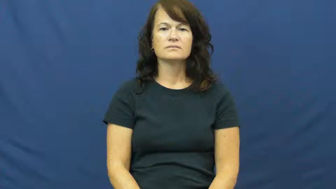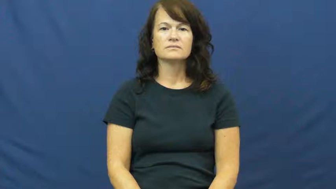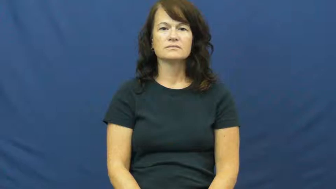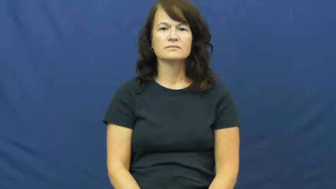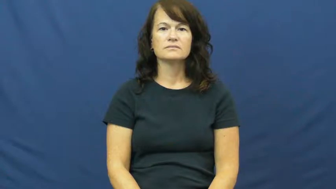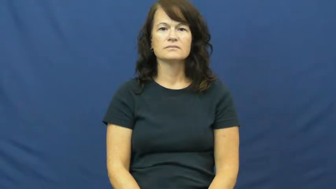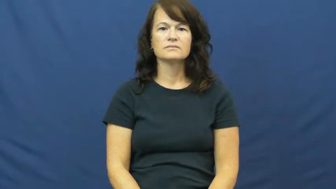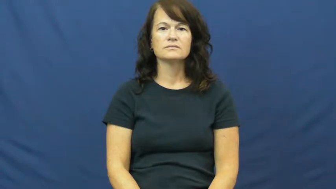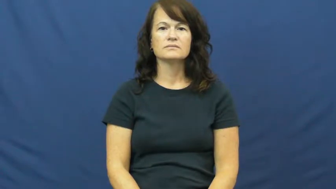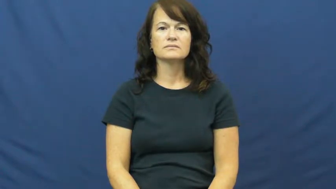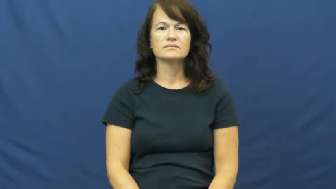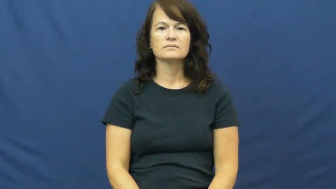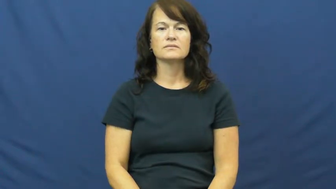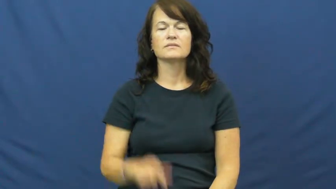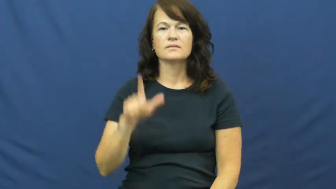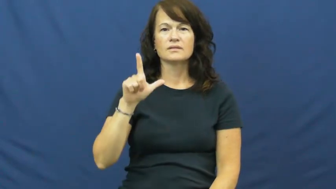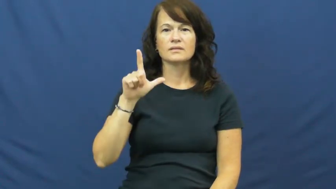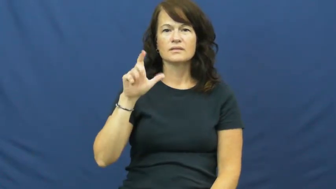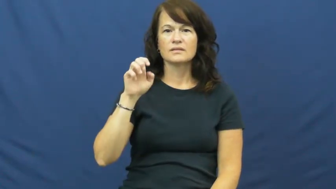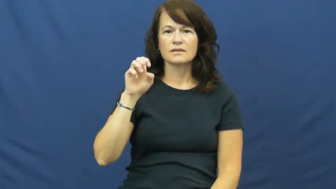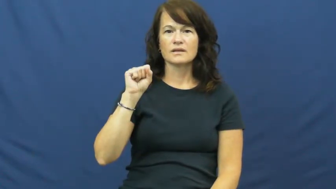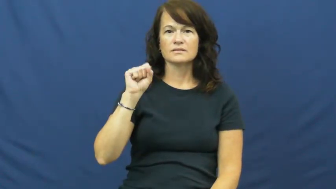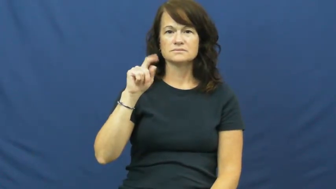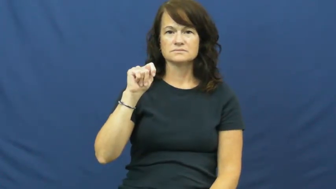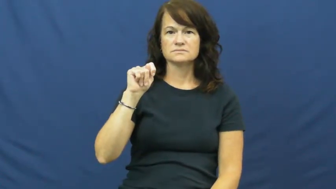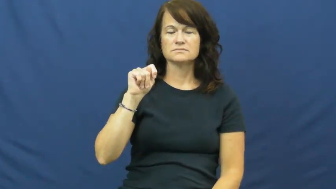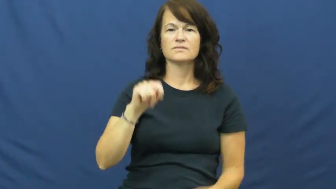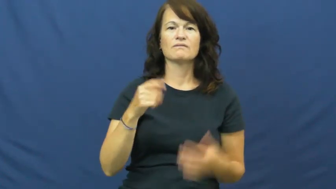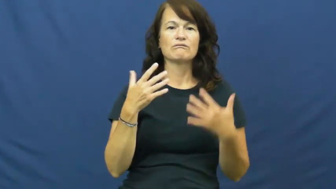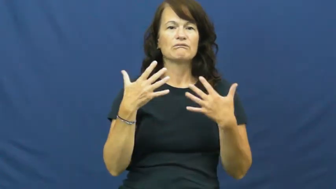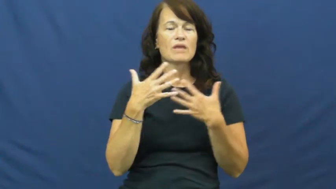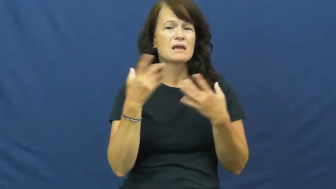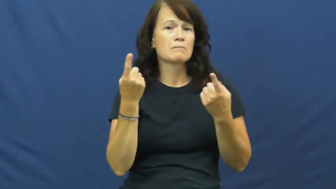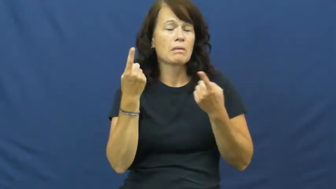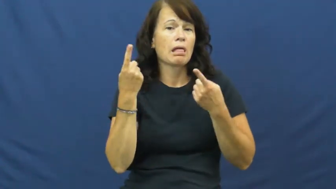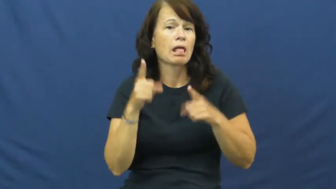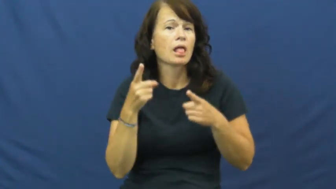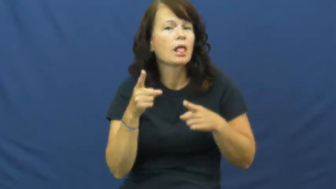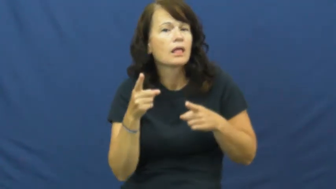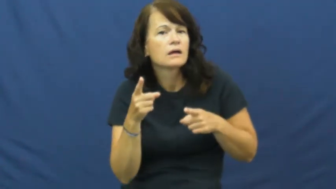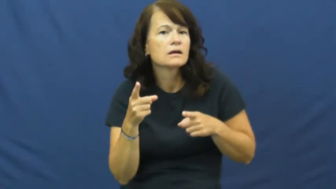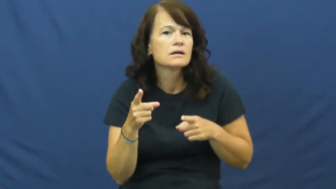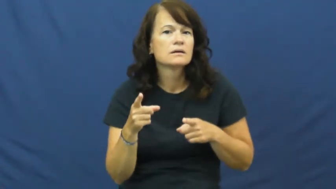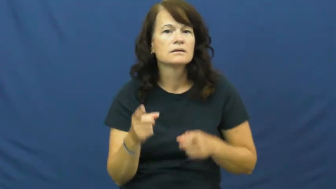lest